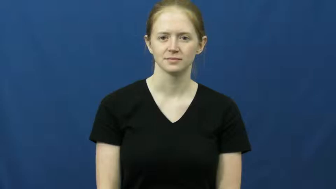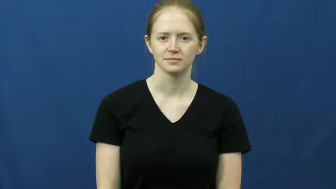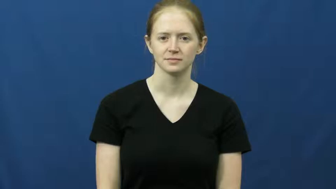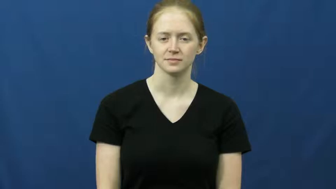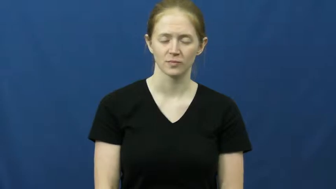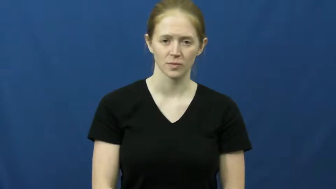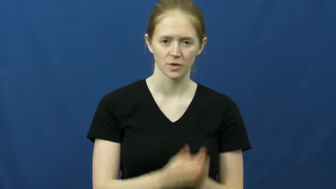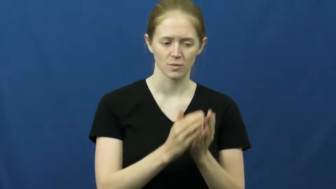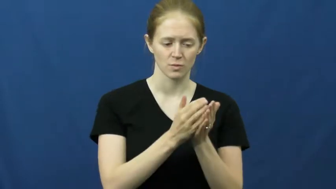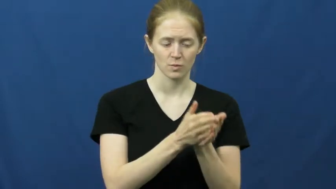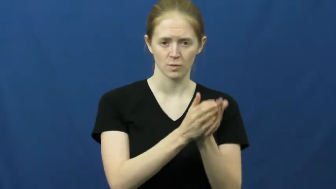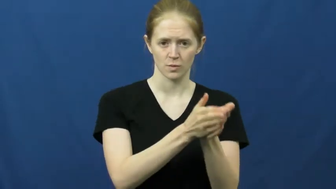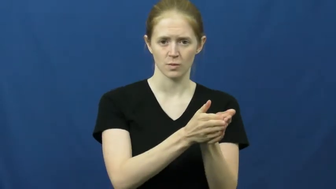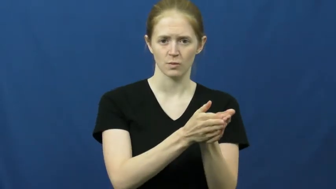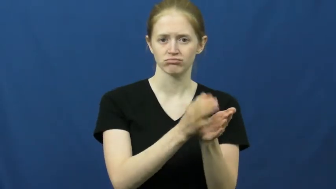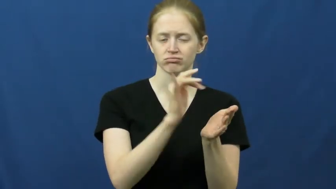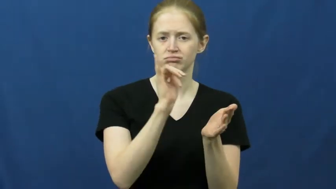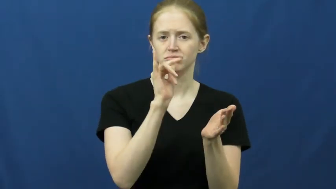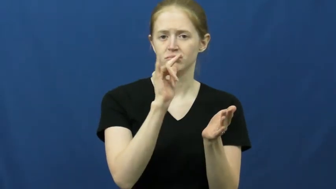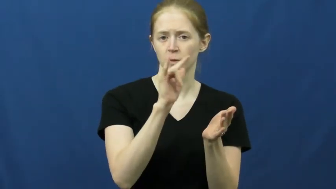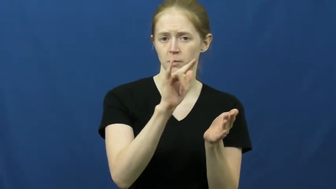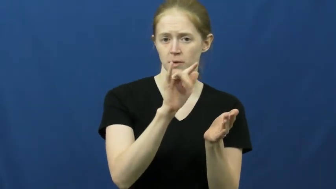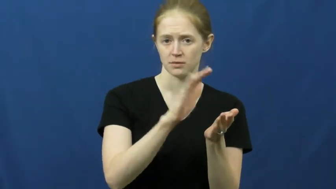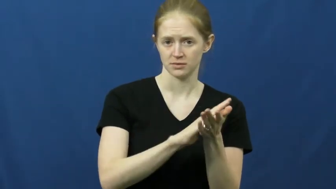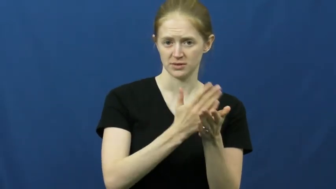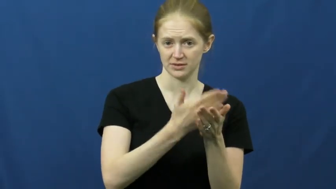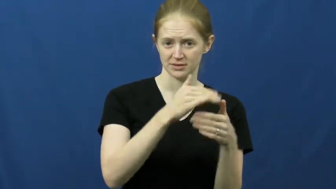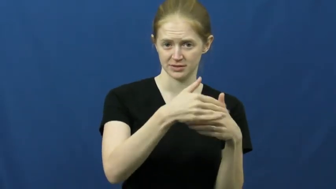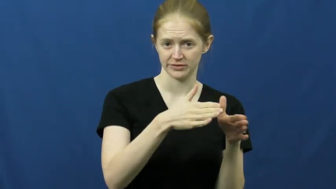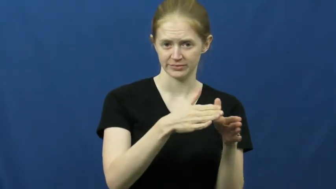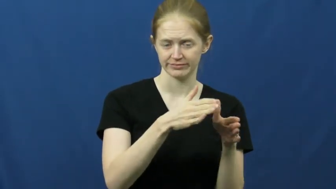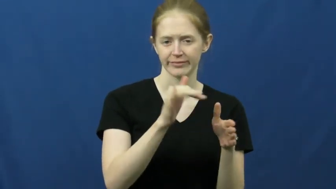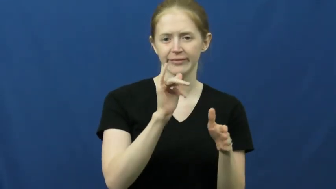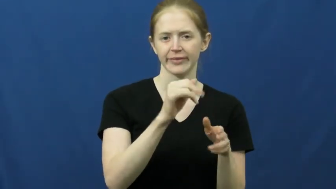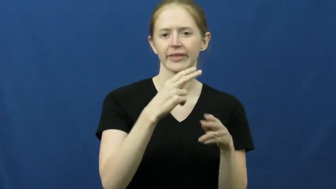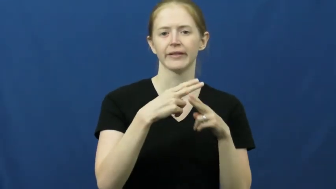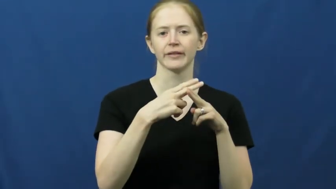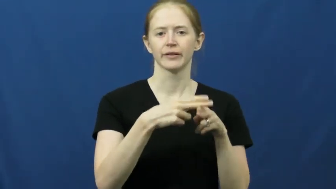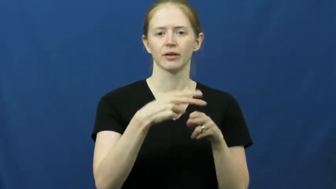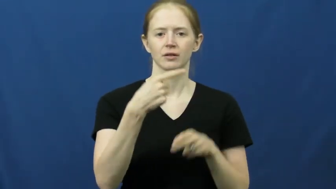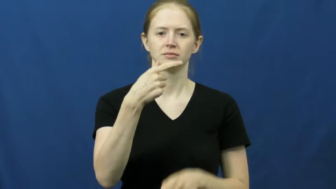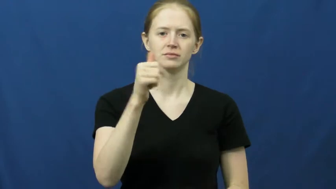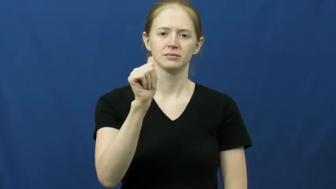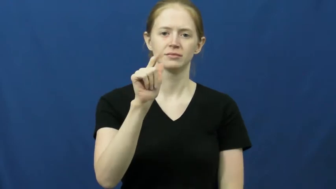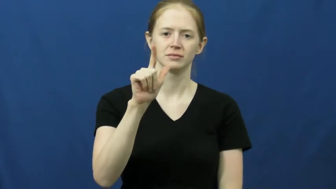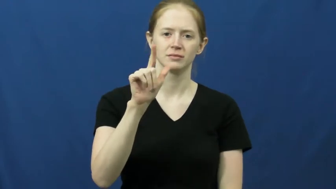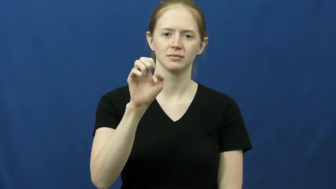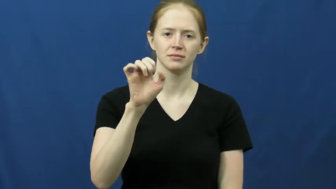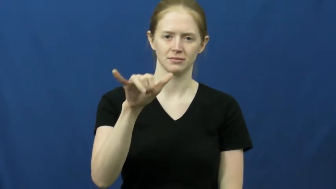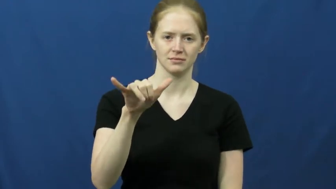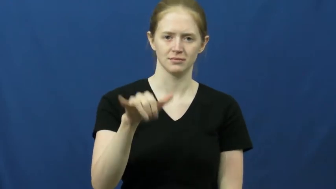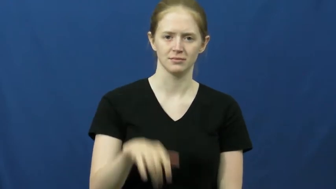galley